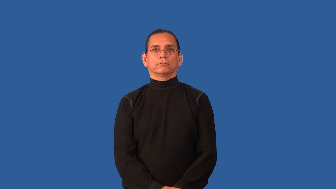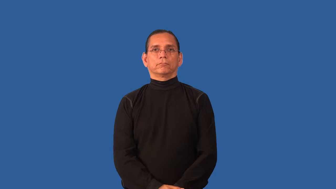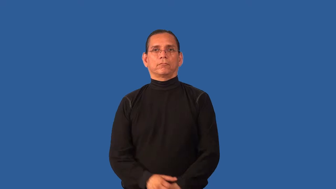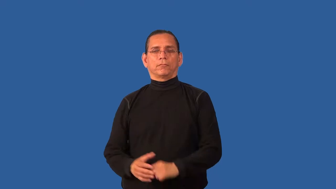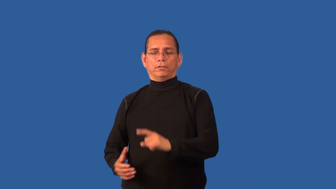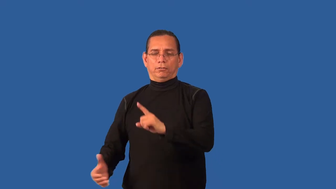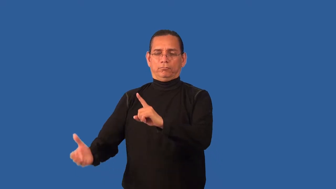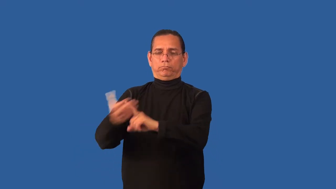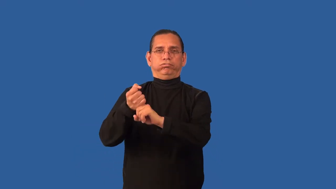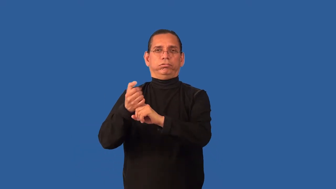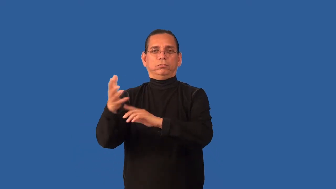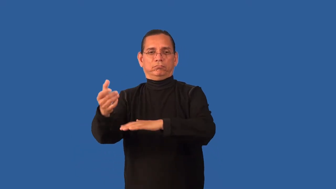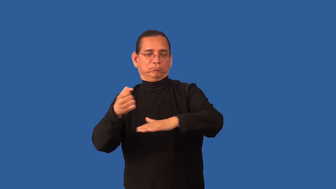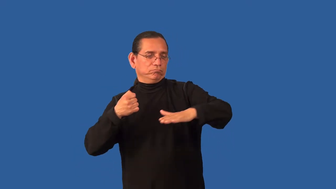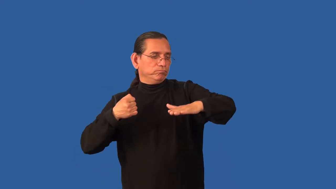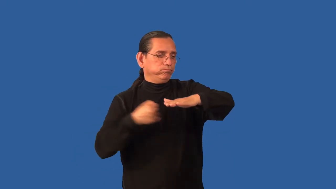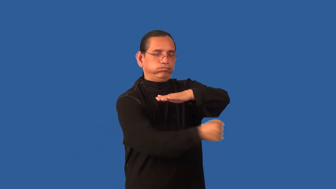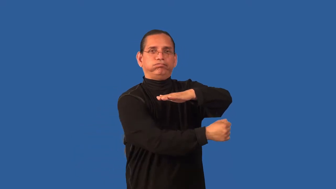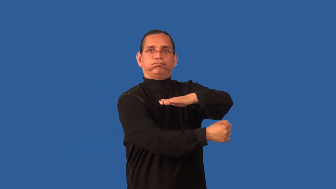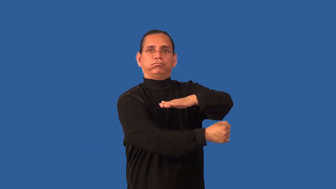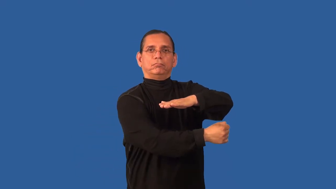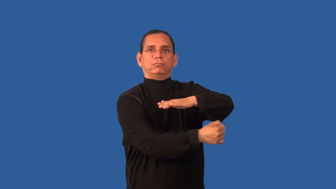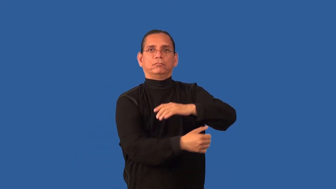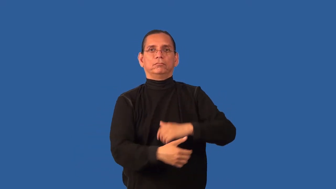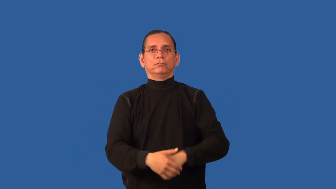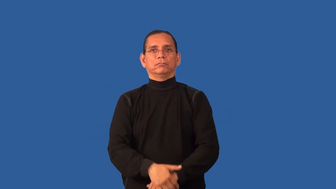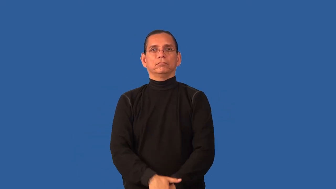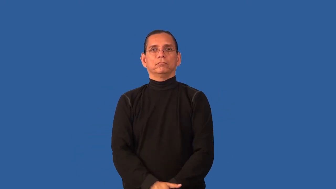captivity